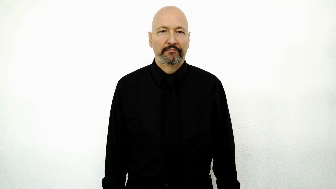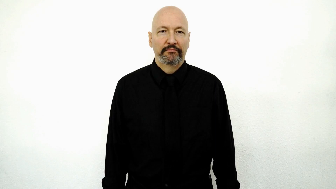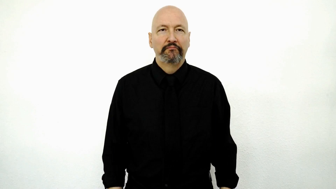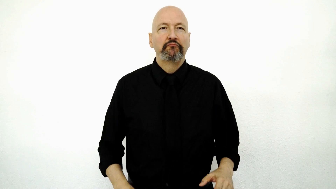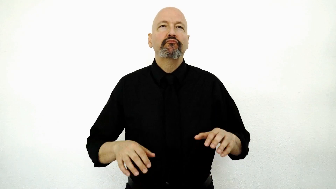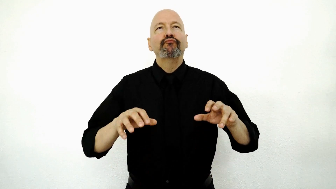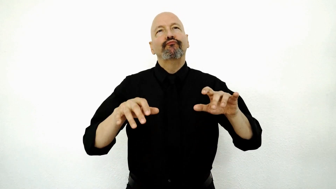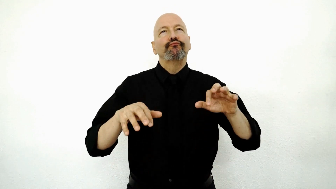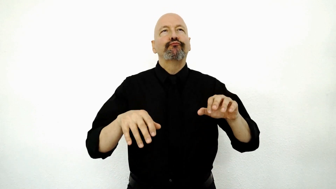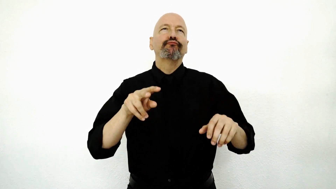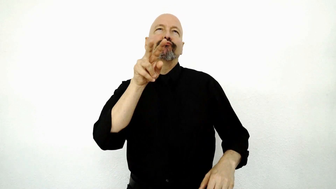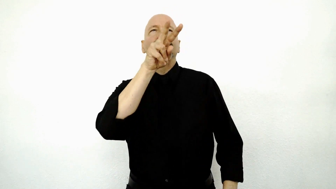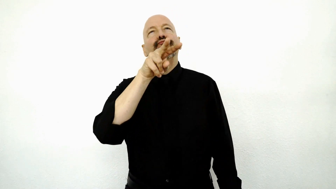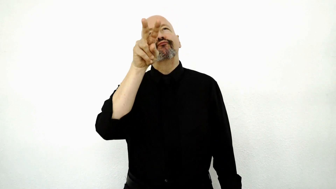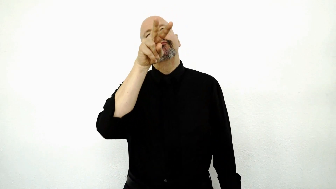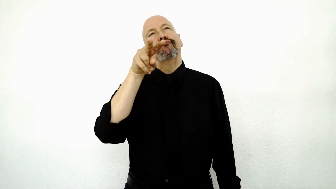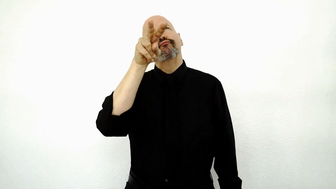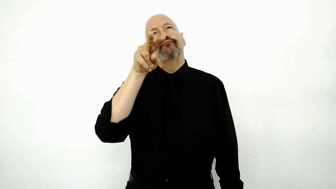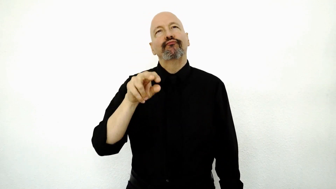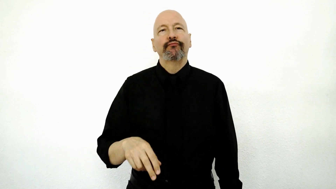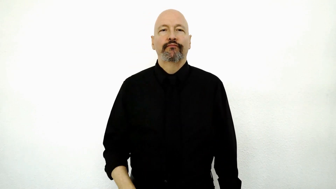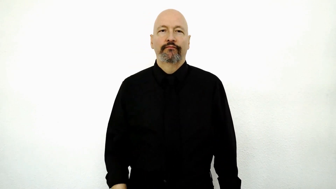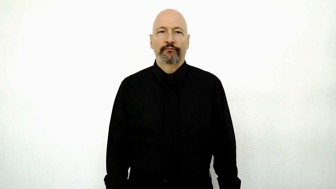surfing the net on a monitor